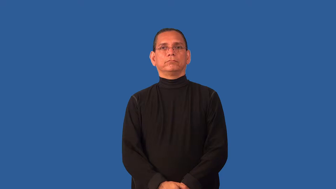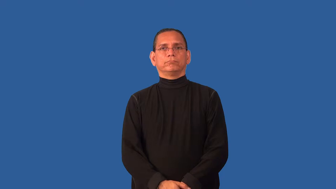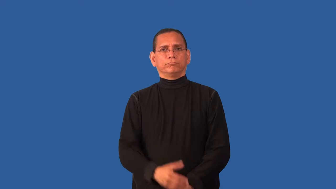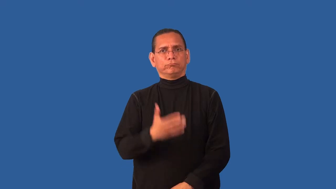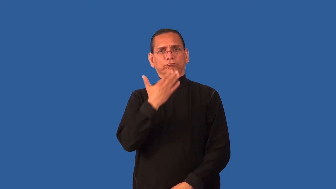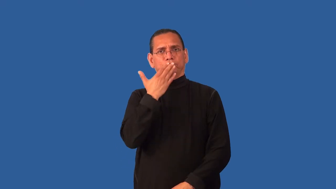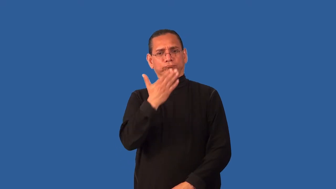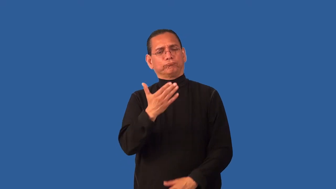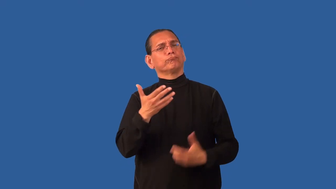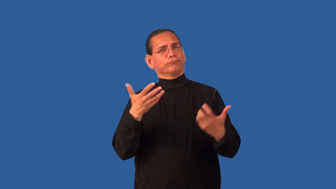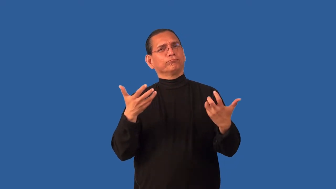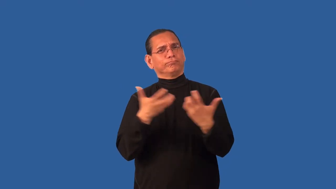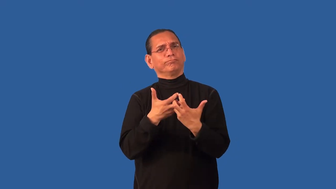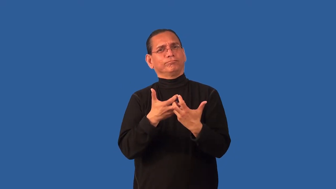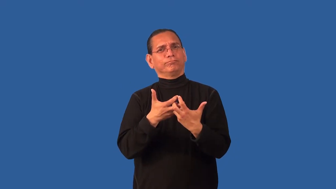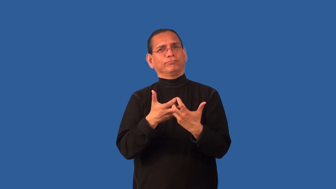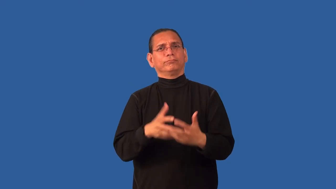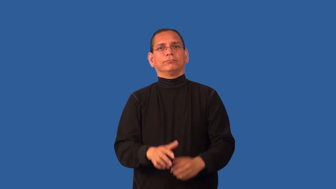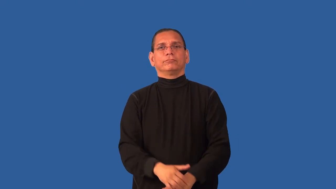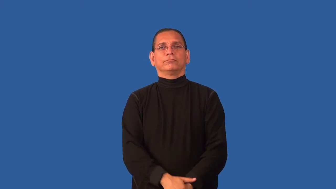compatible